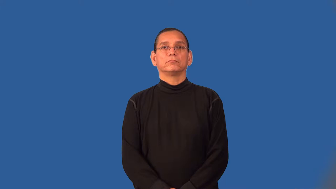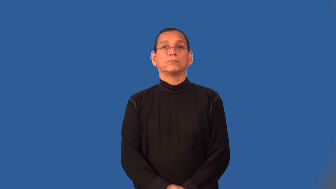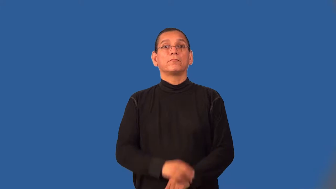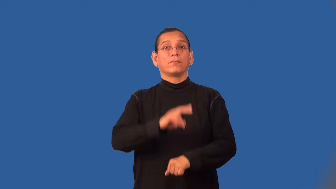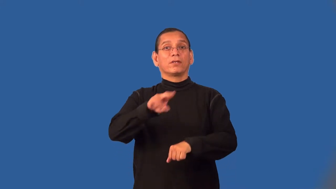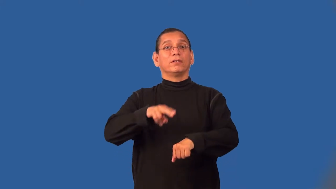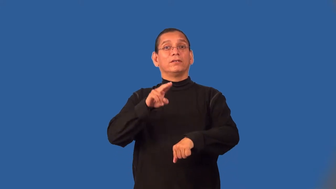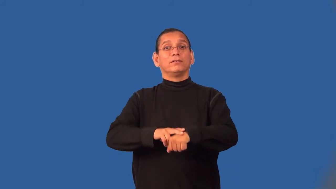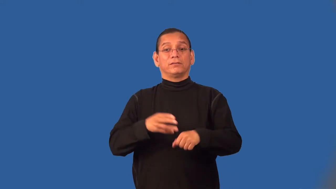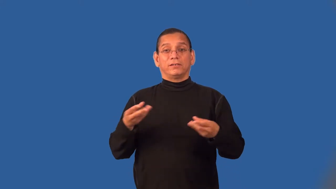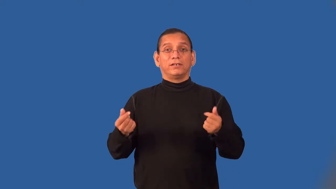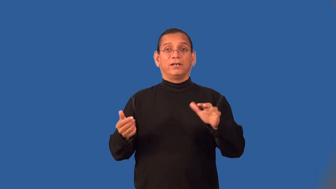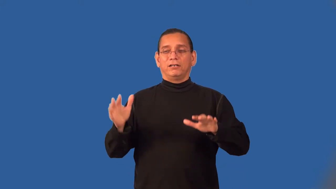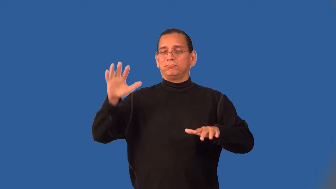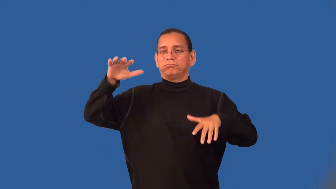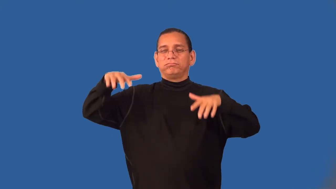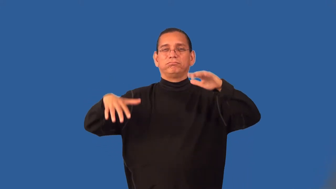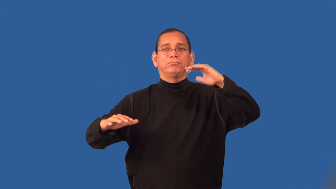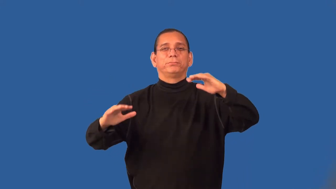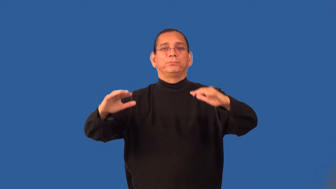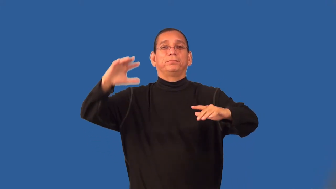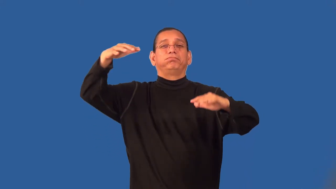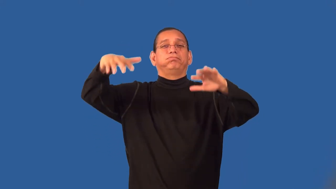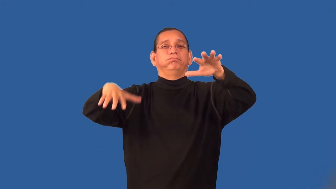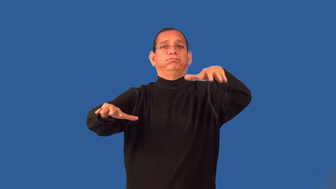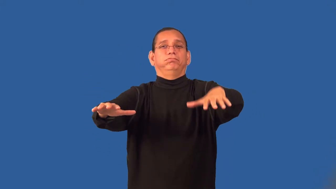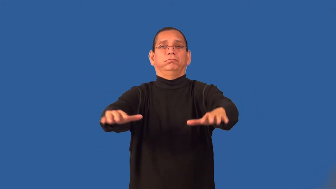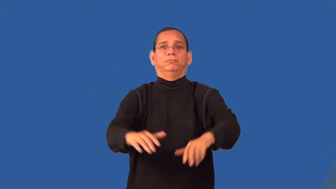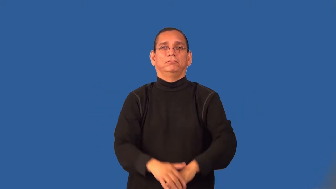wilderness